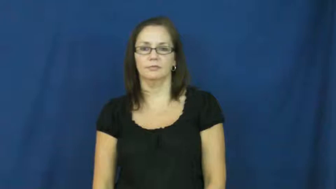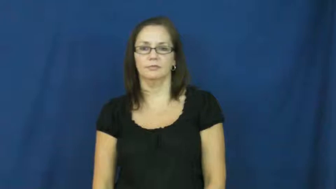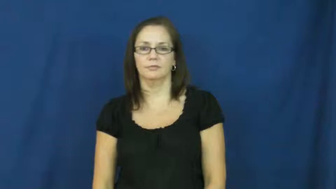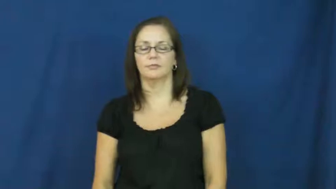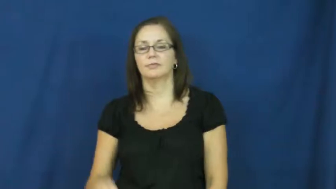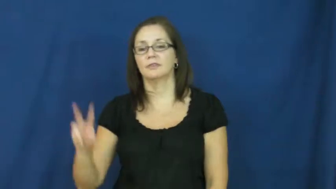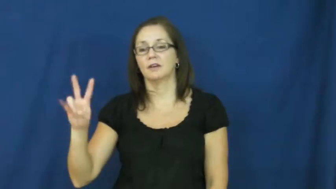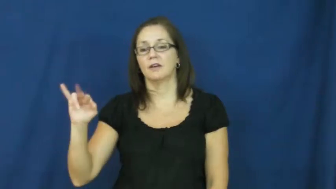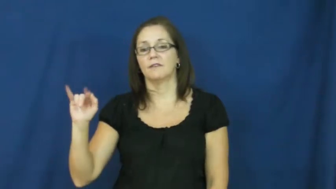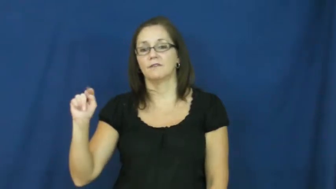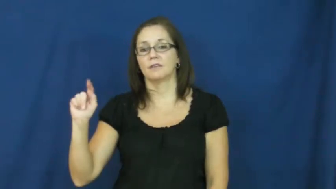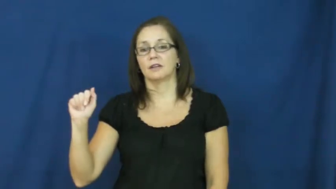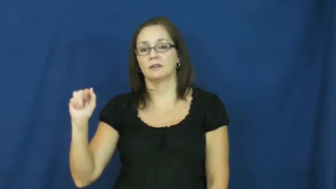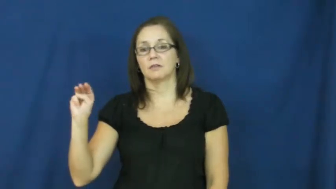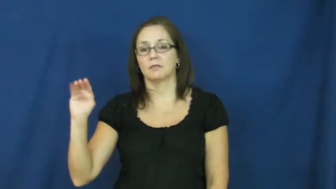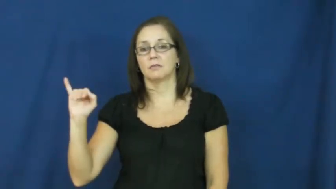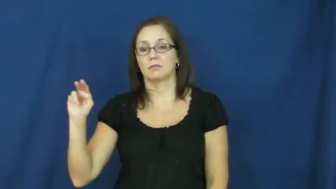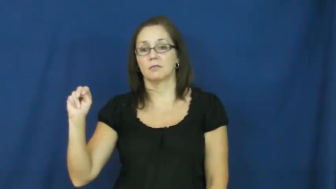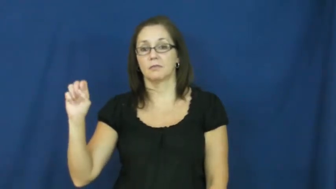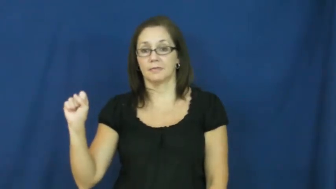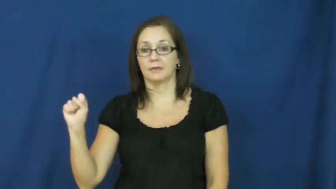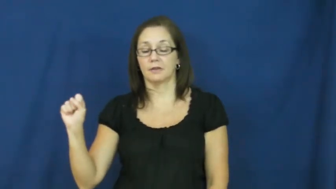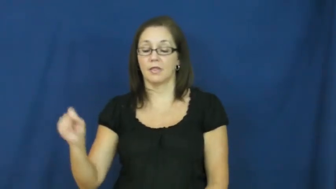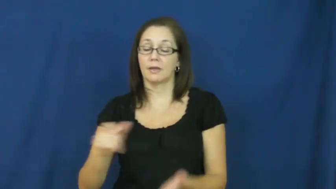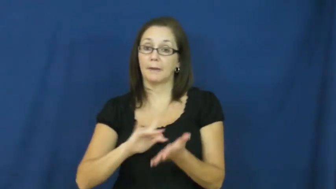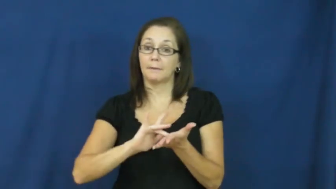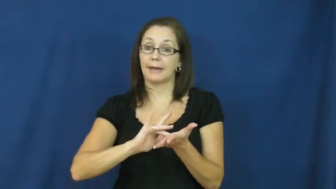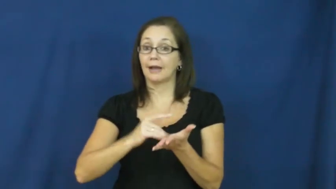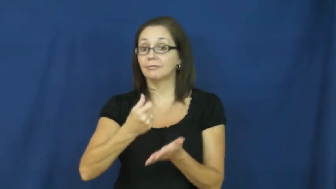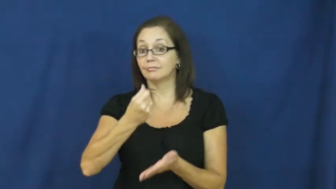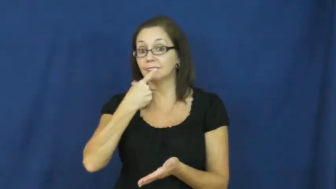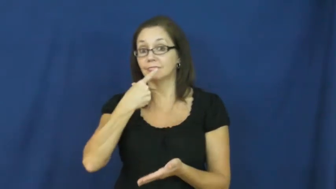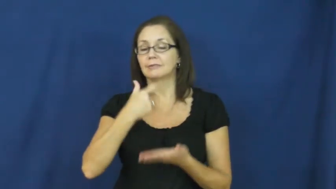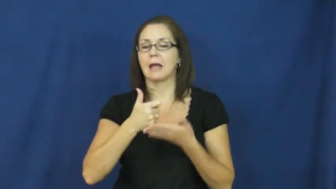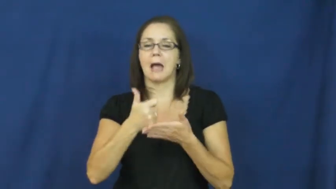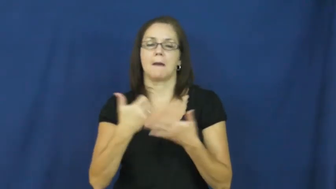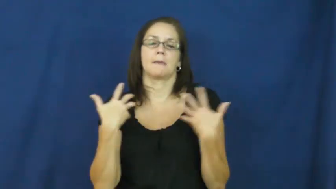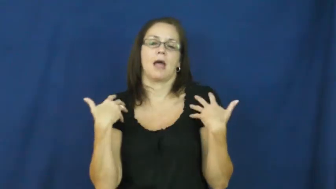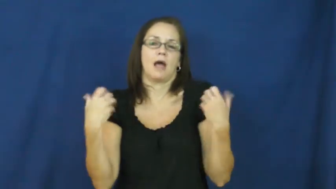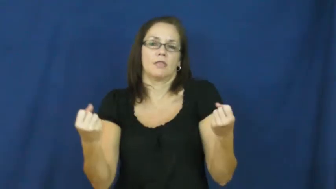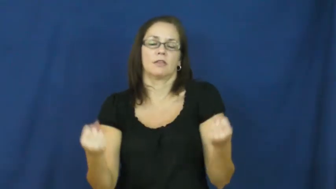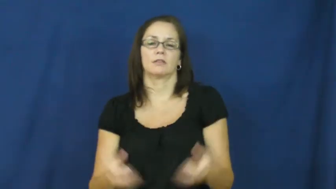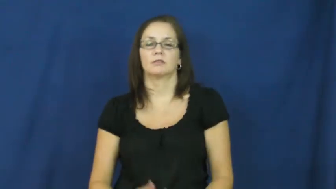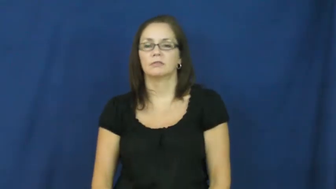vitamin